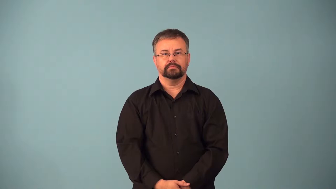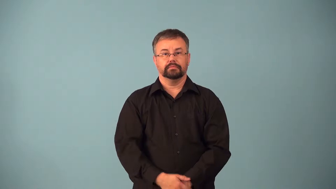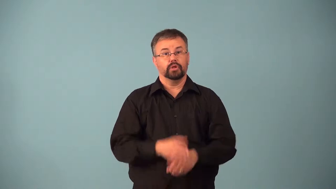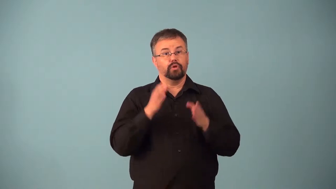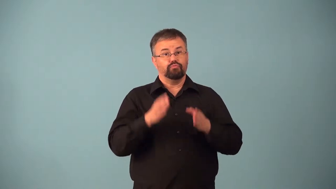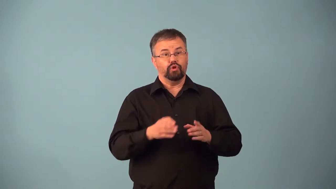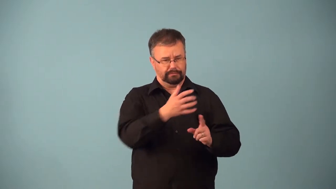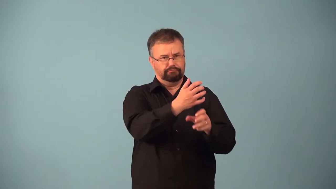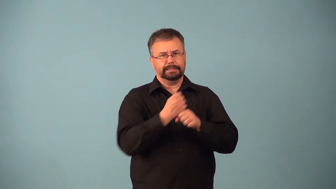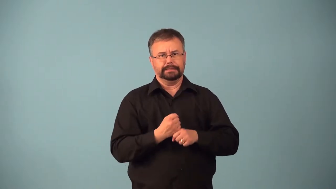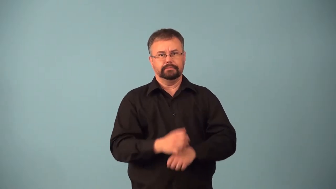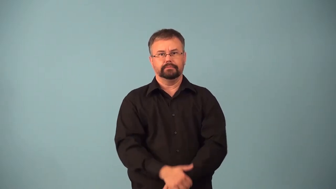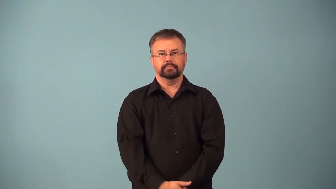acquirer